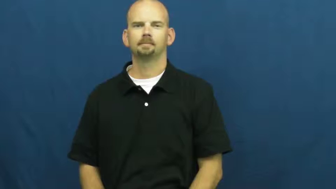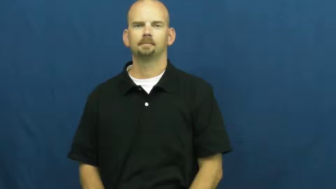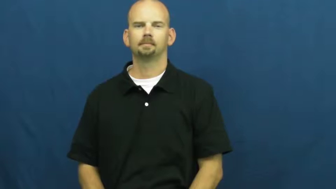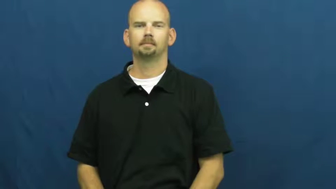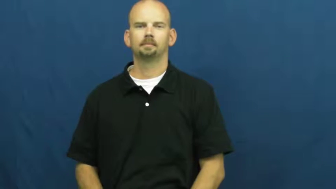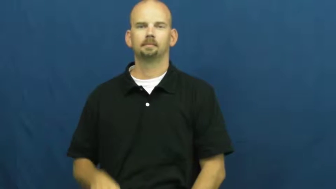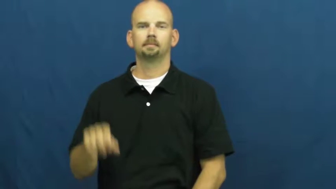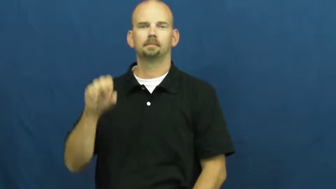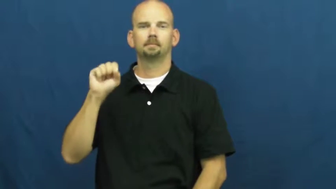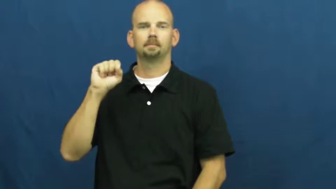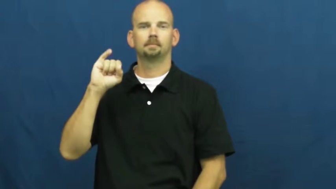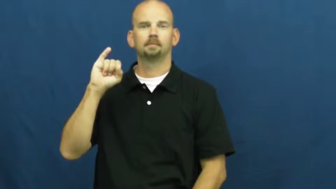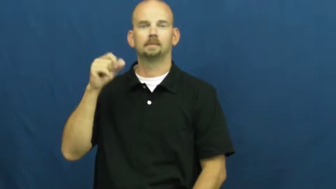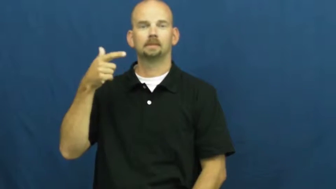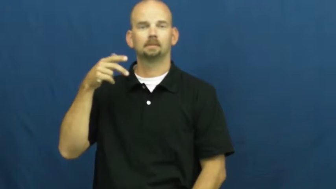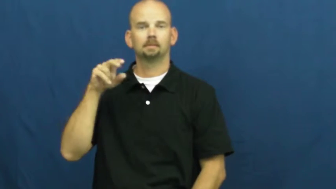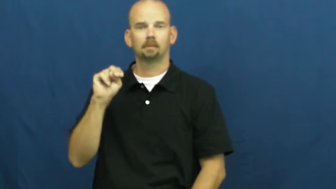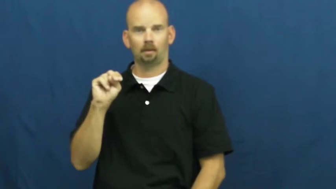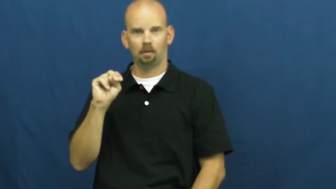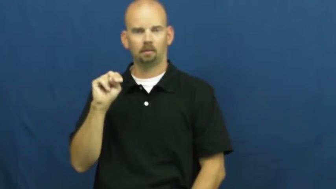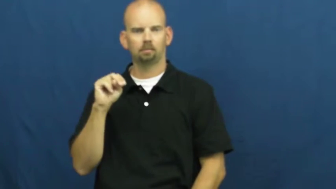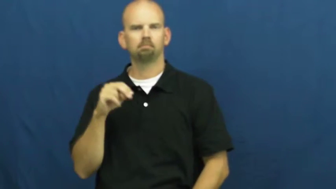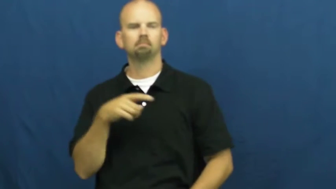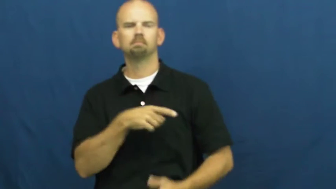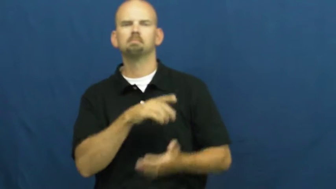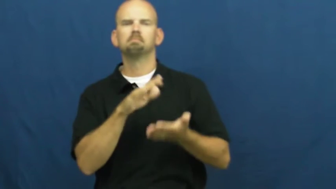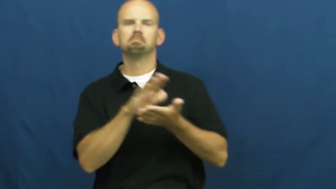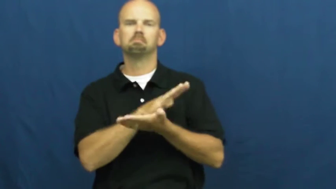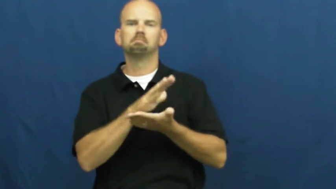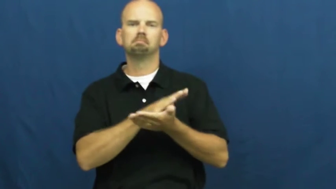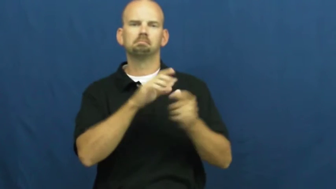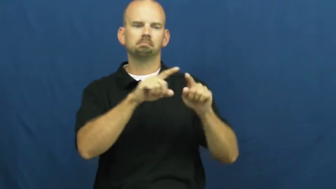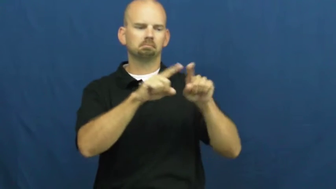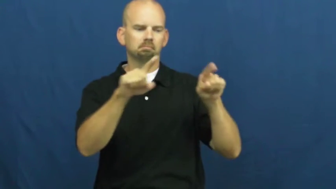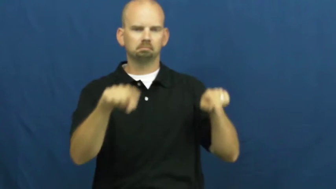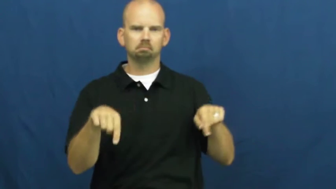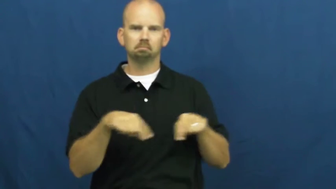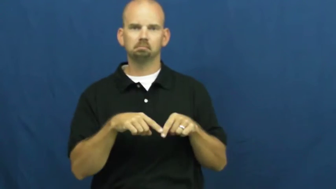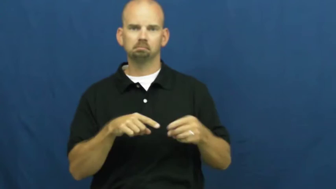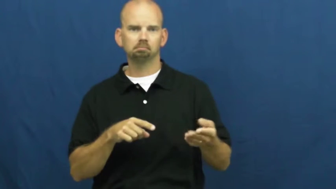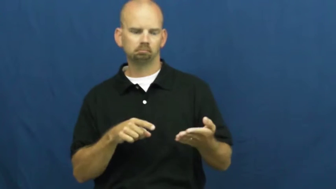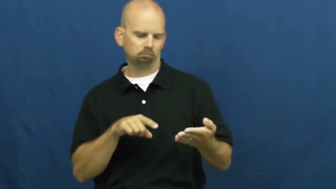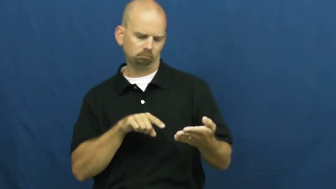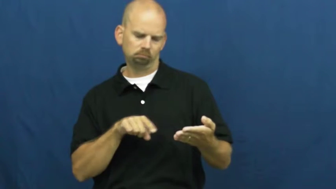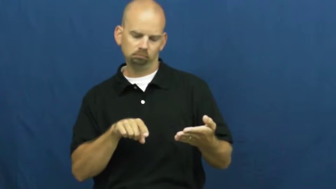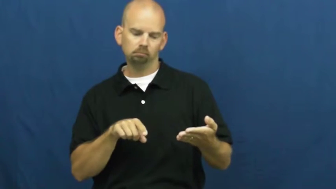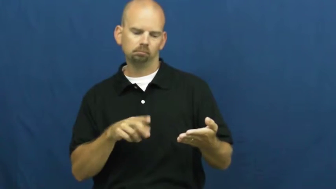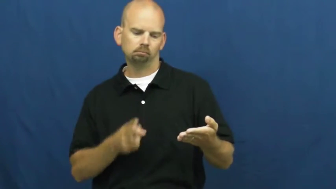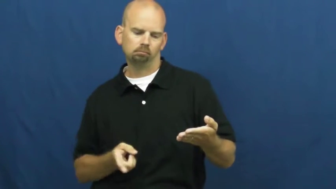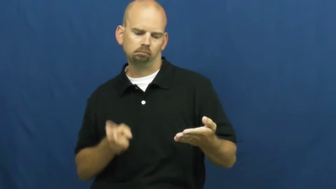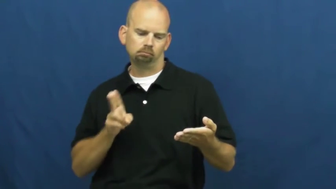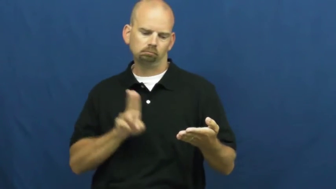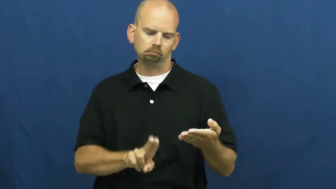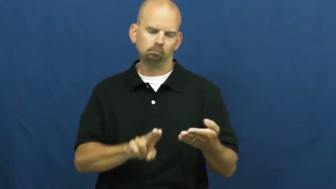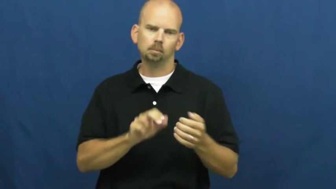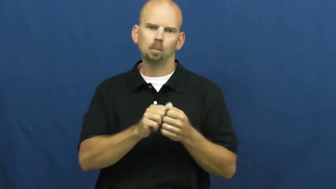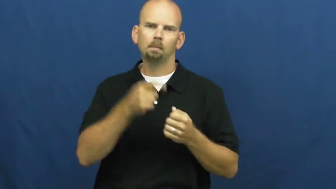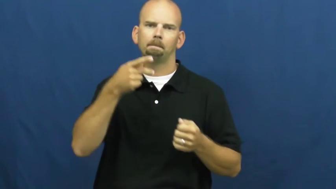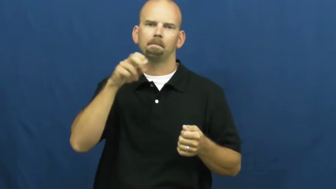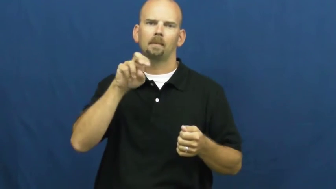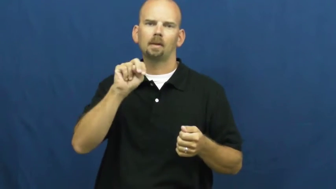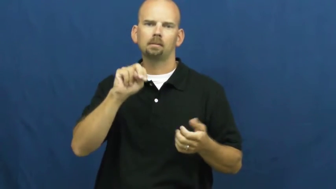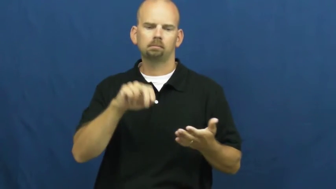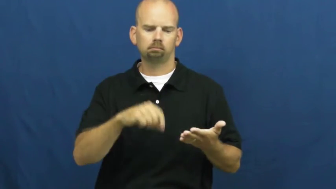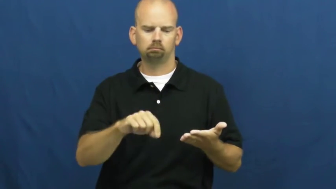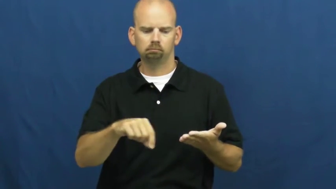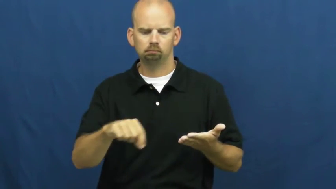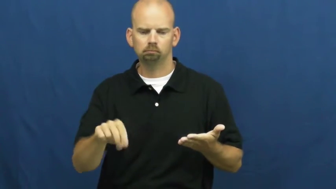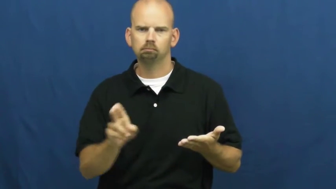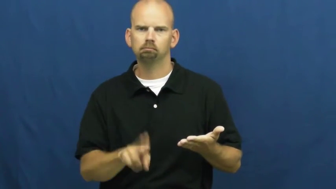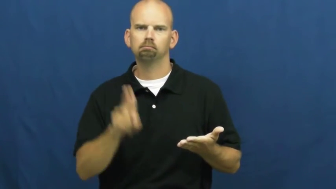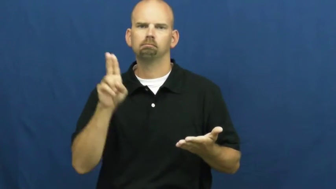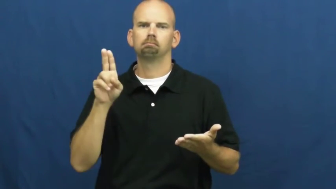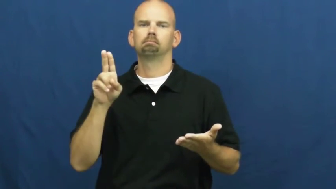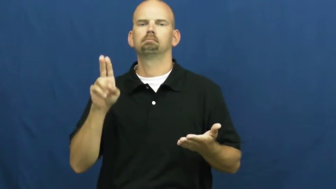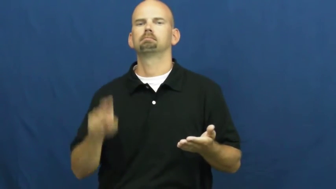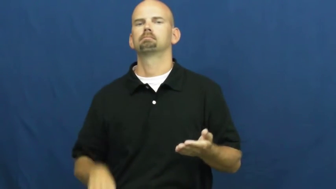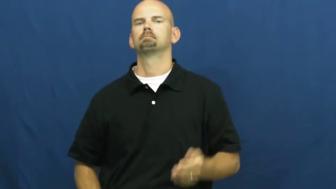sign,sign for-name